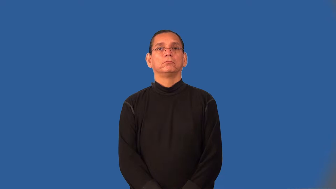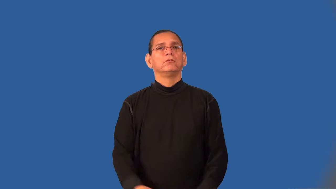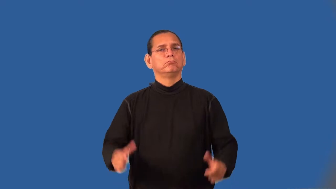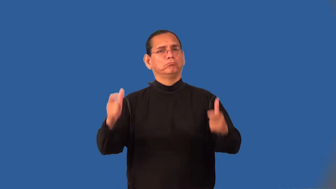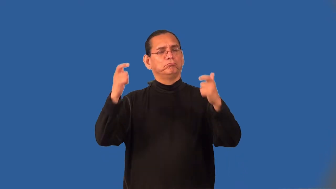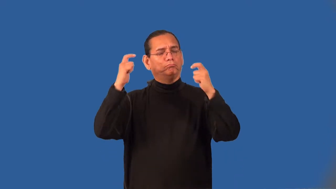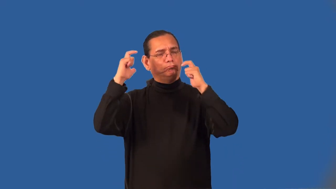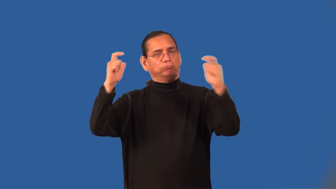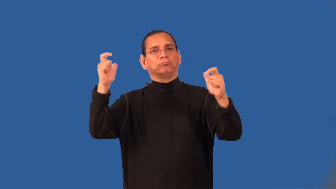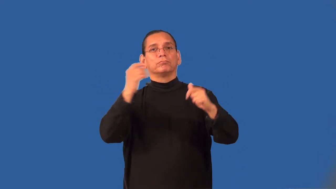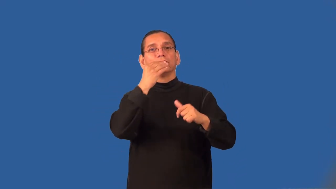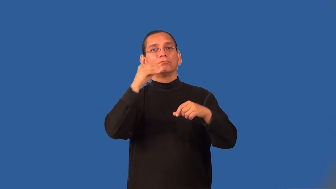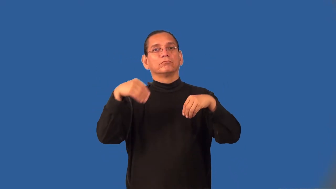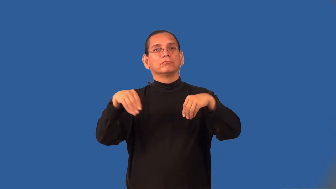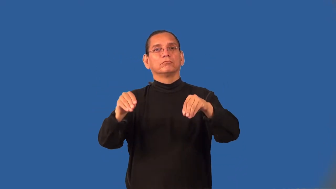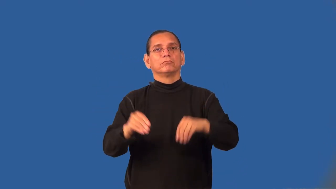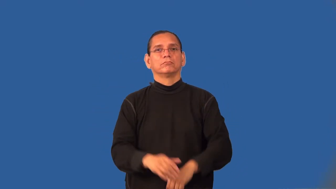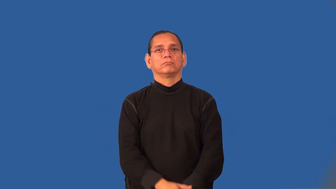supermarket